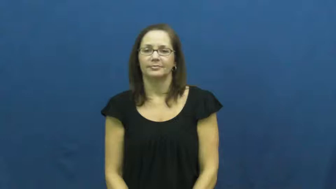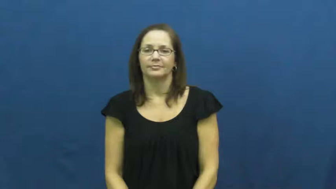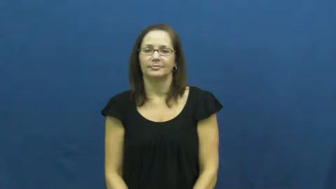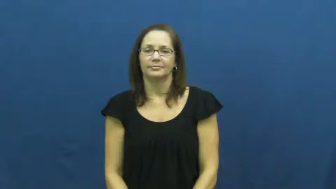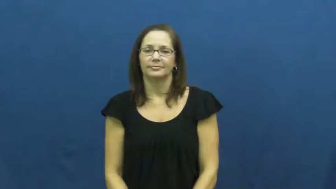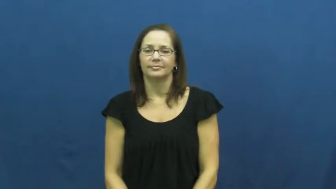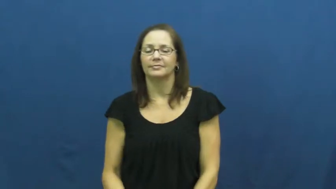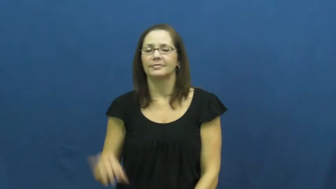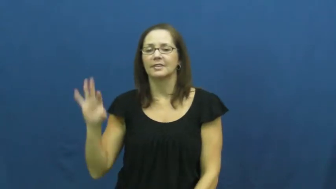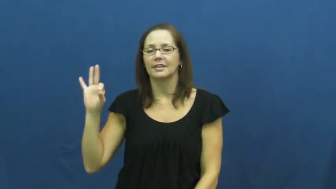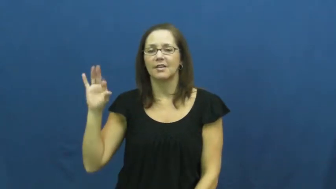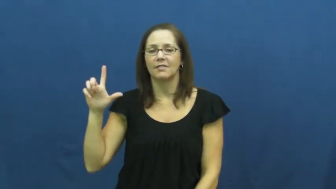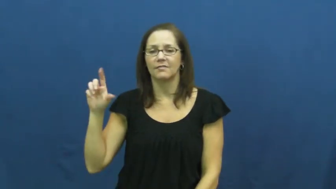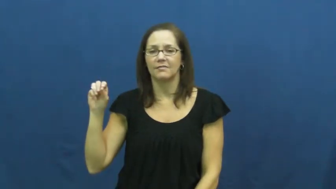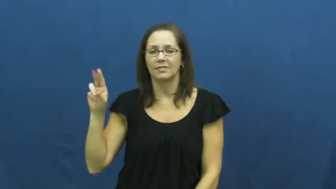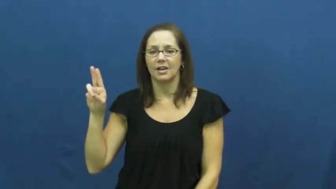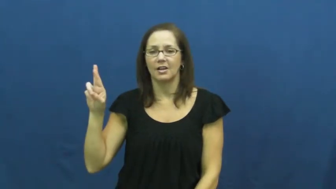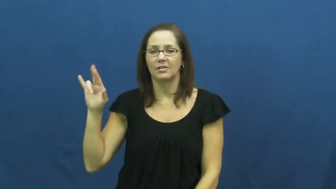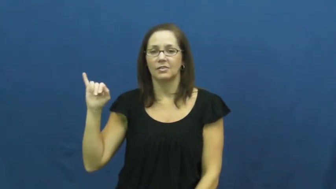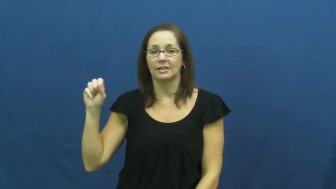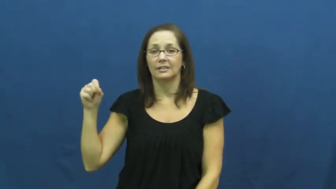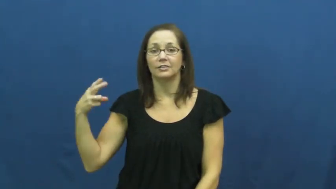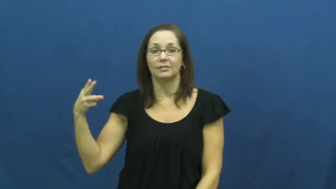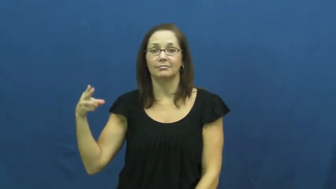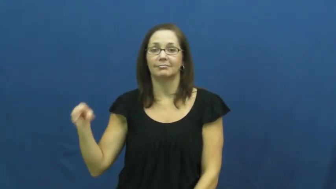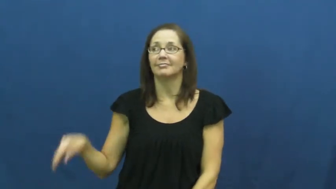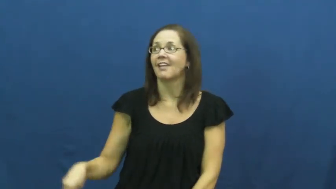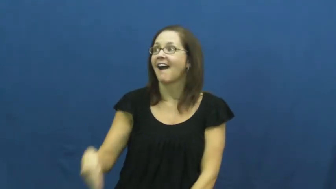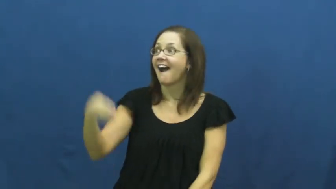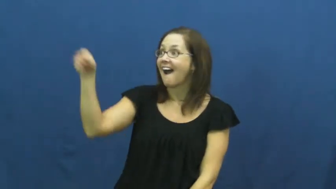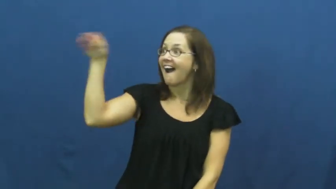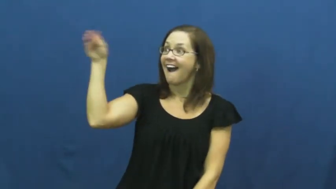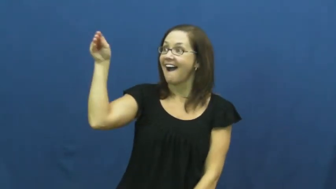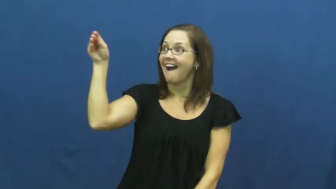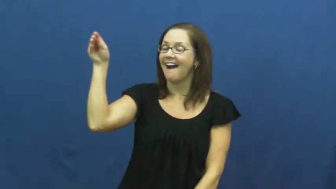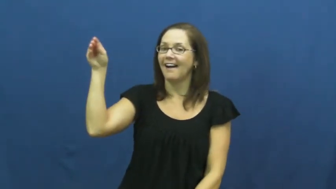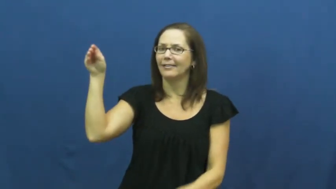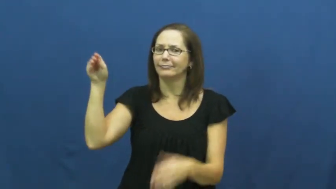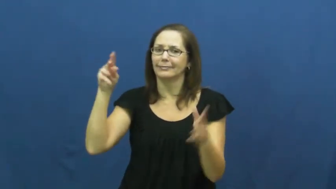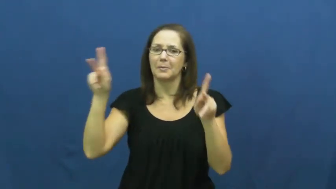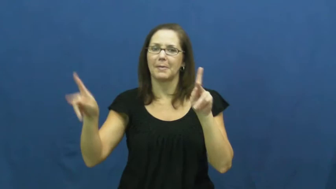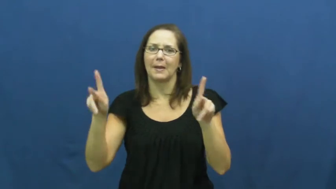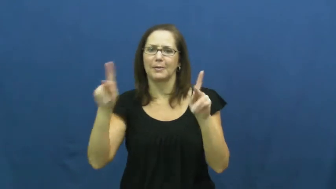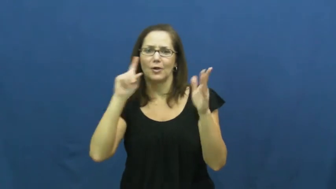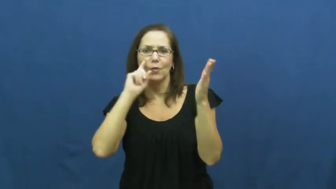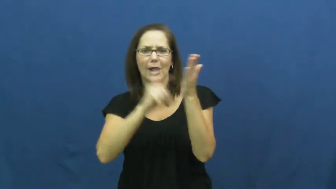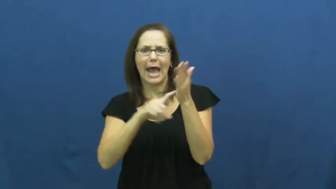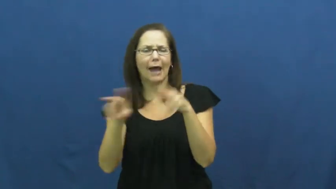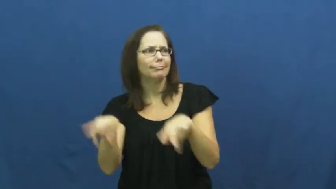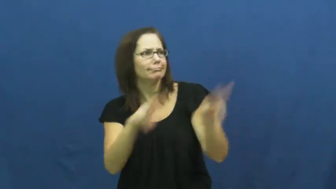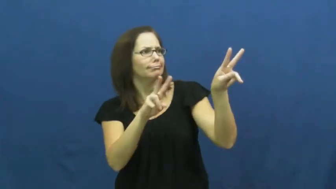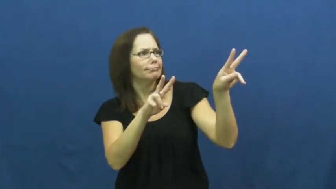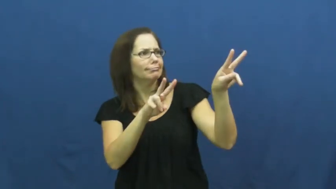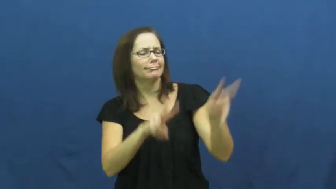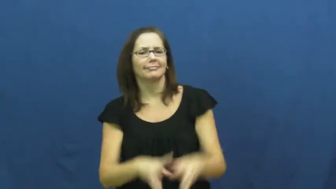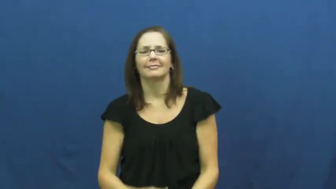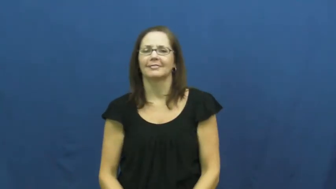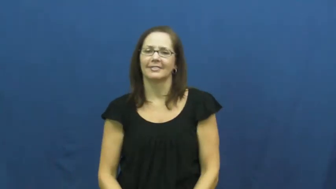flourish-wave